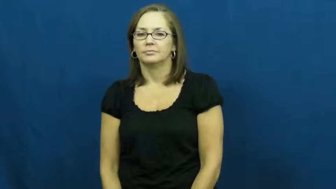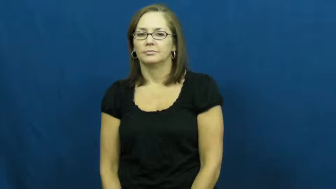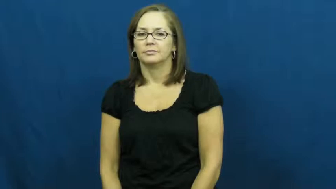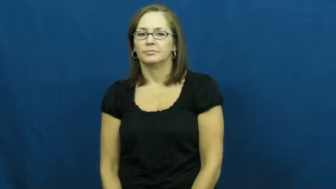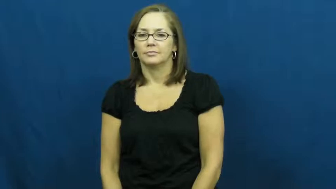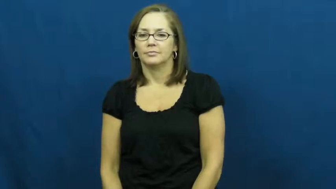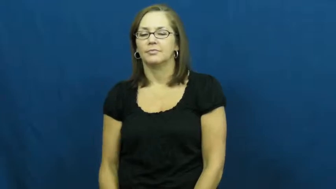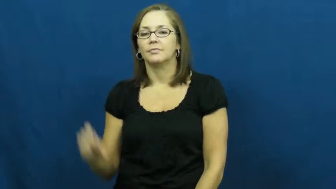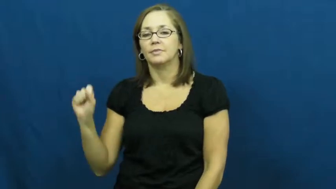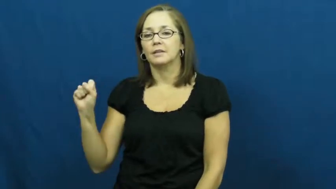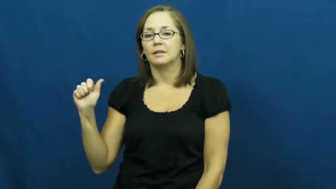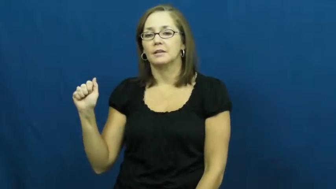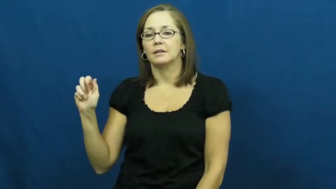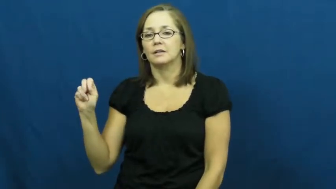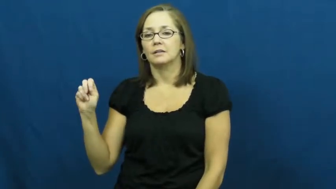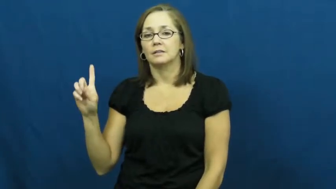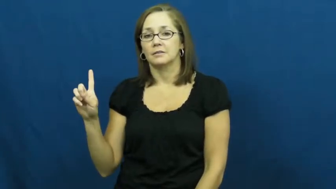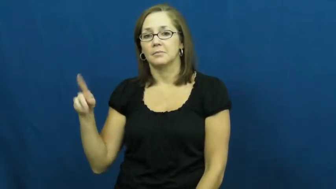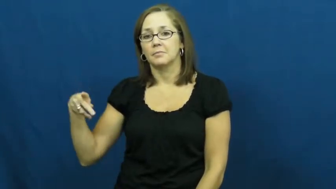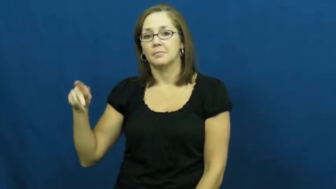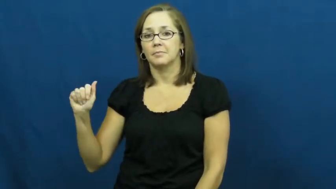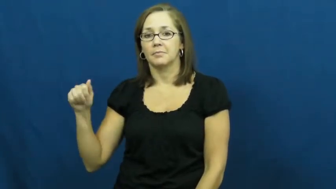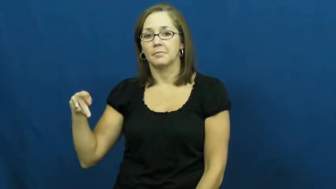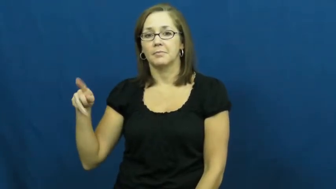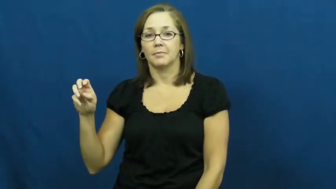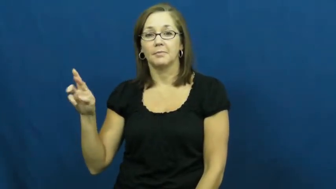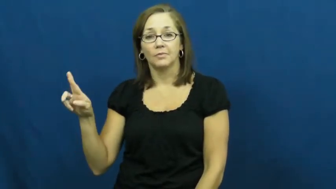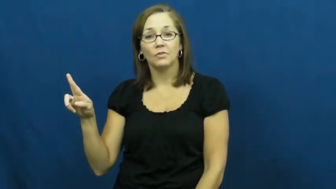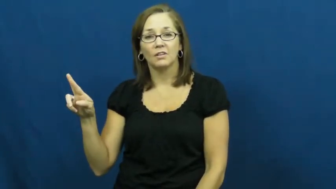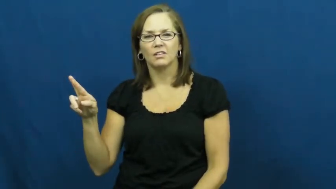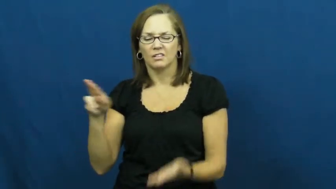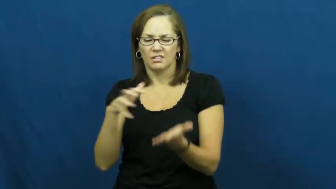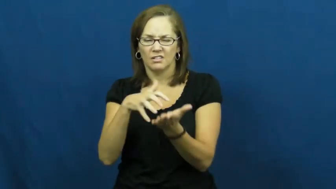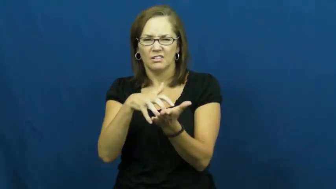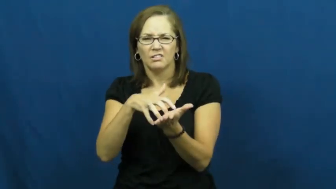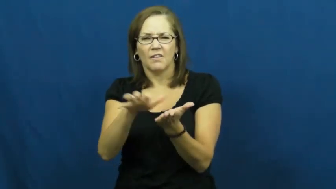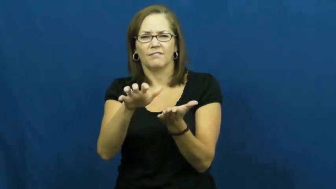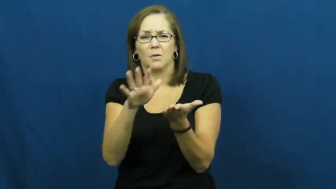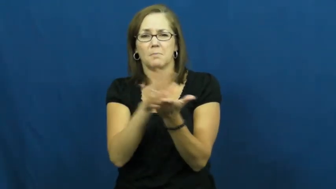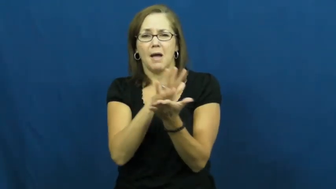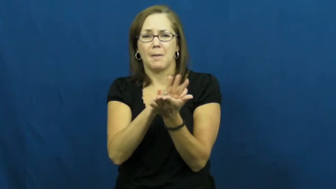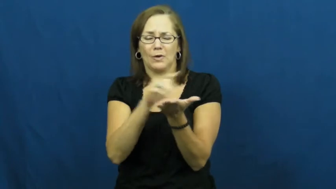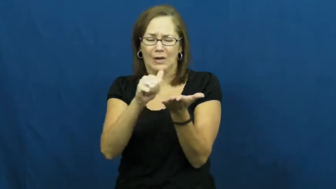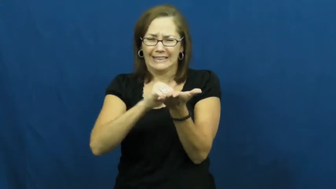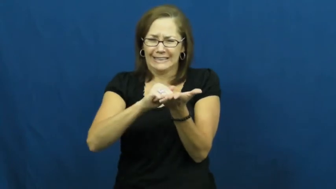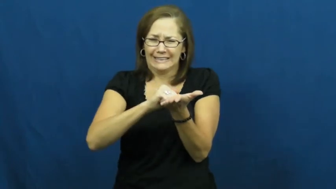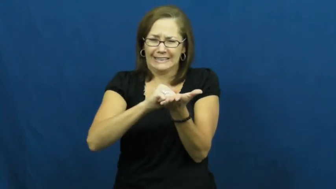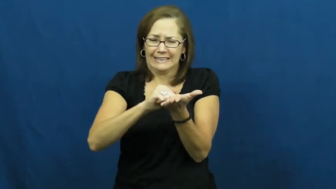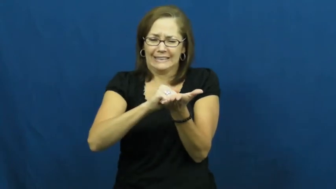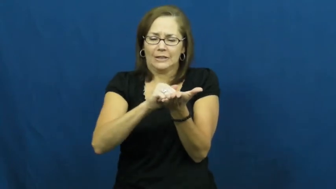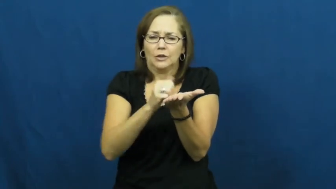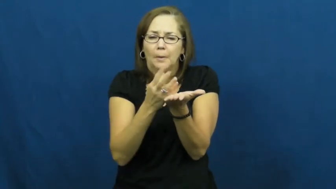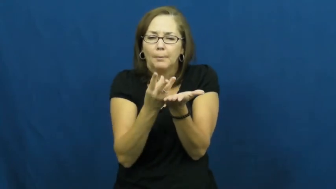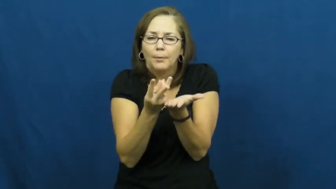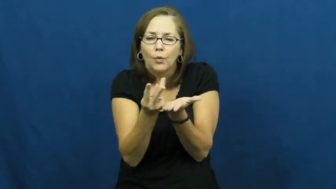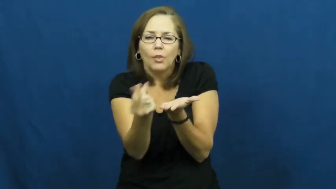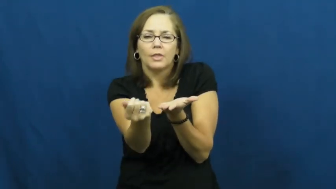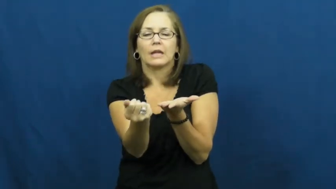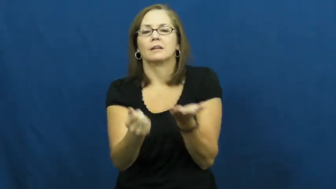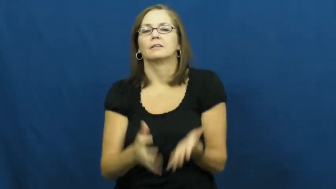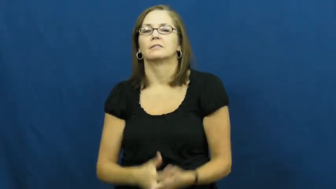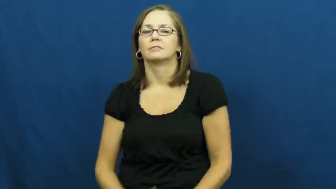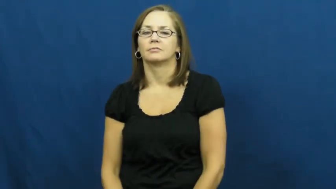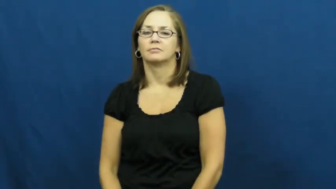sandpaper